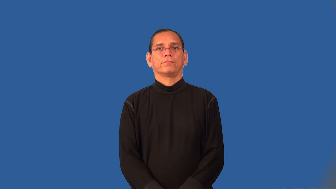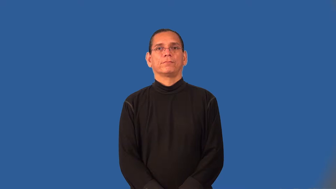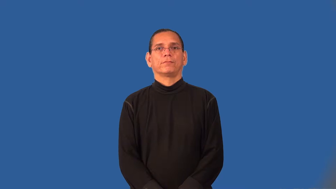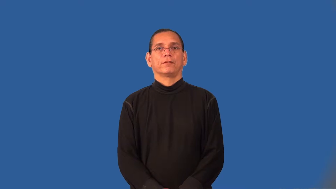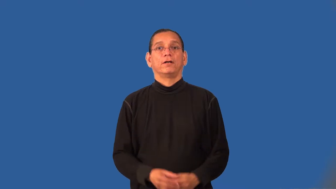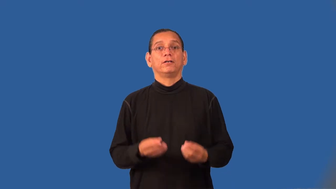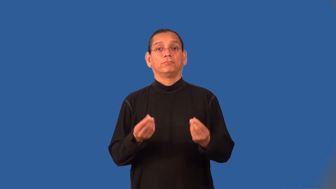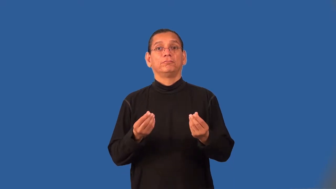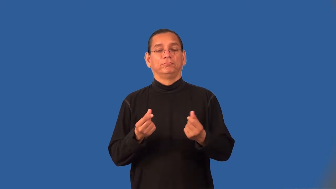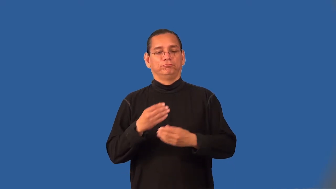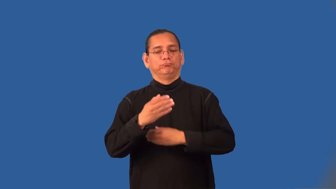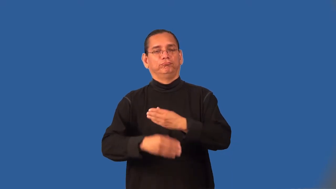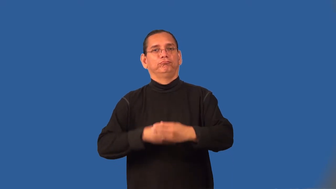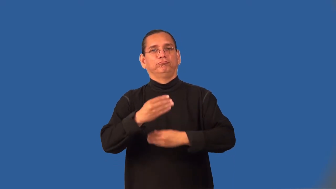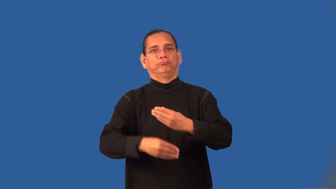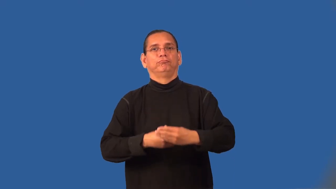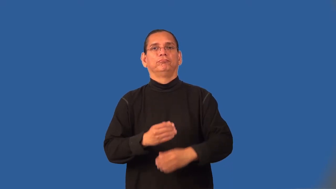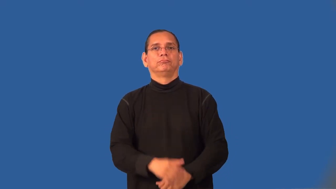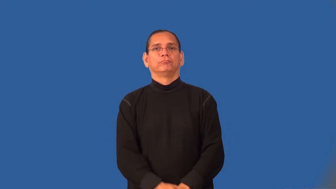swathe,muffle-cloth